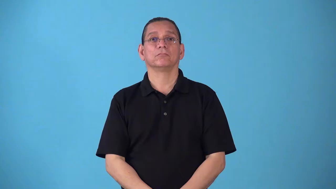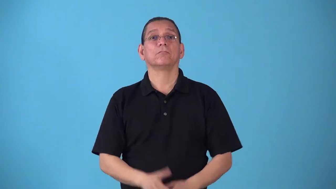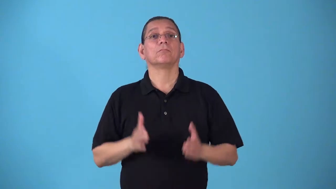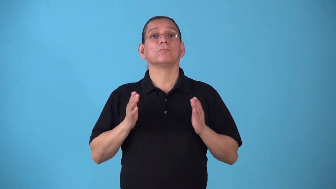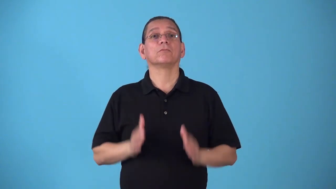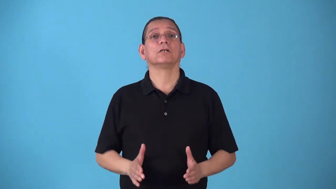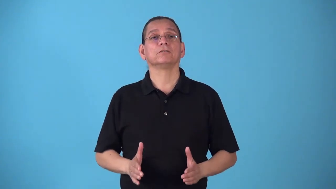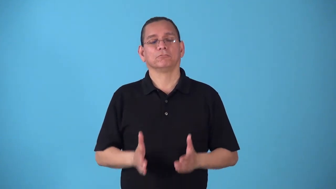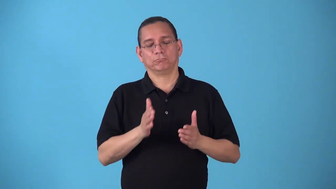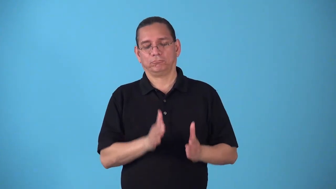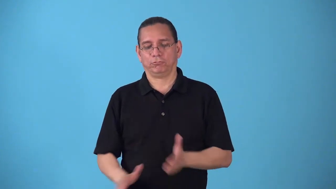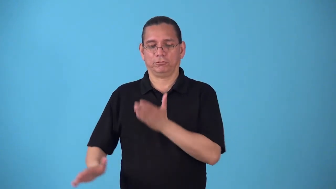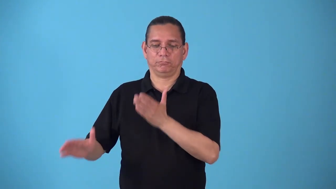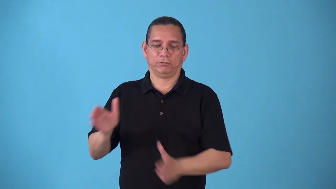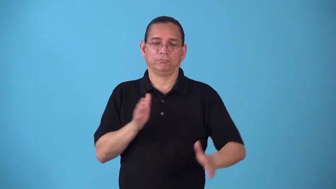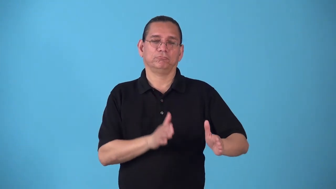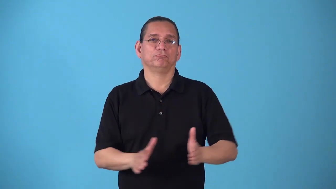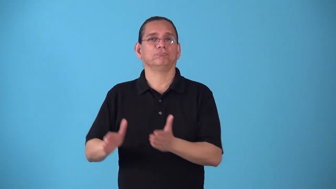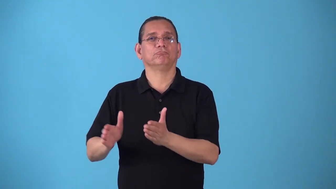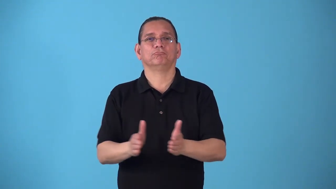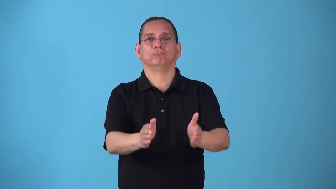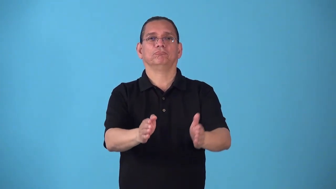skater-roller